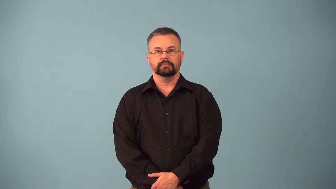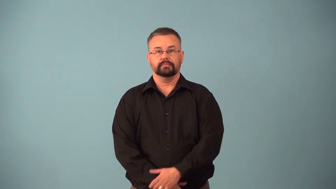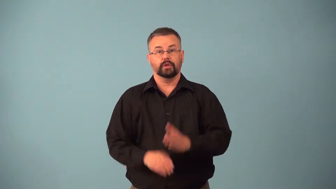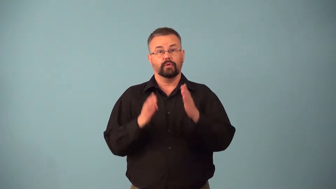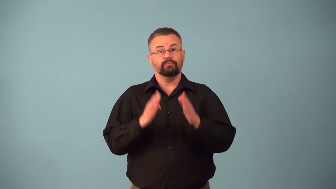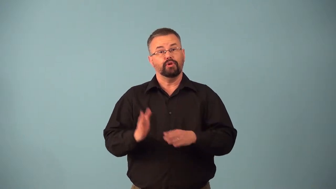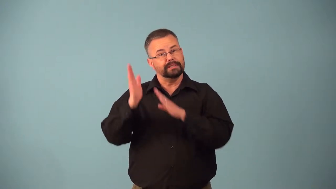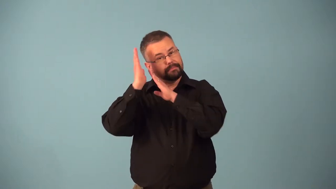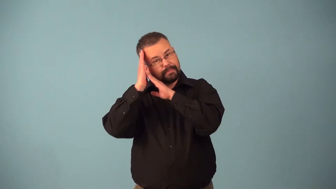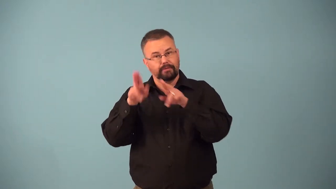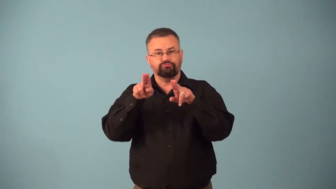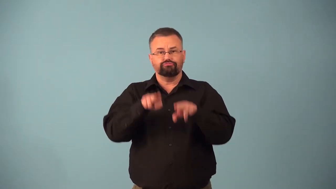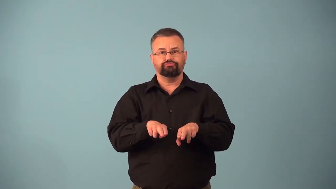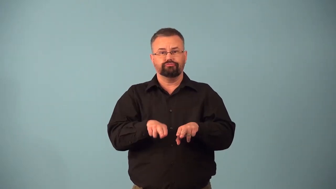bedfellow